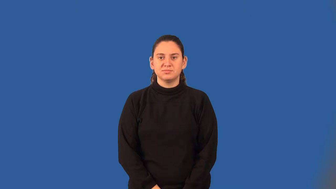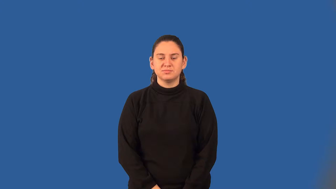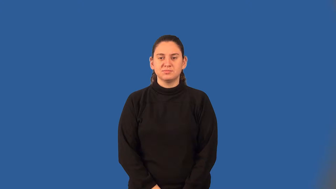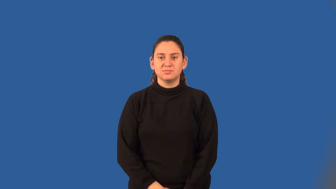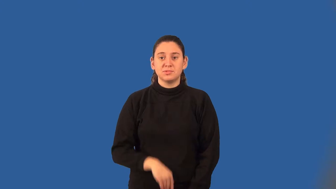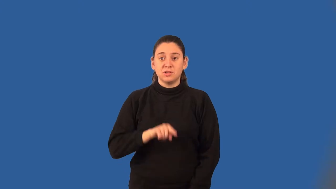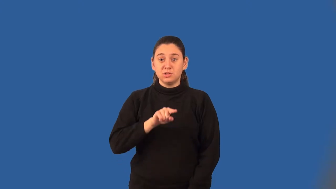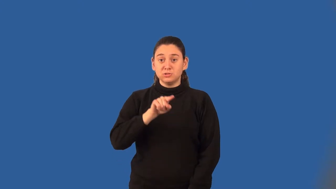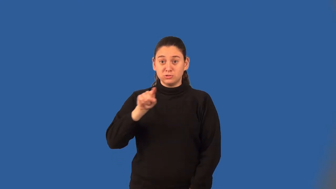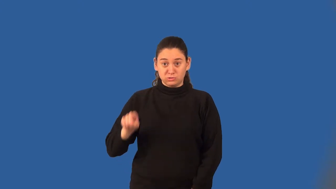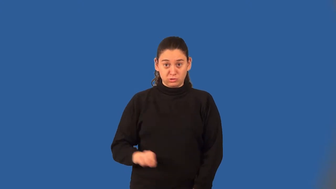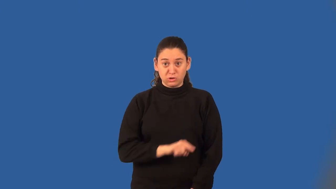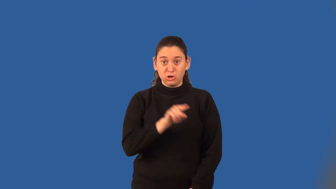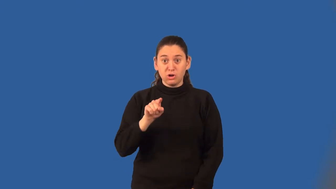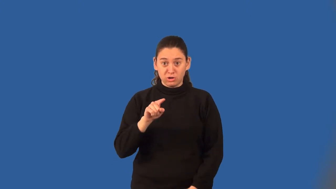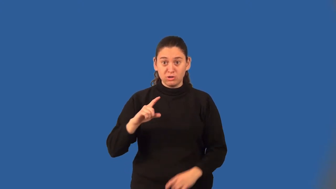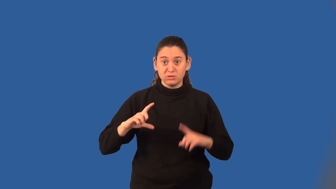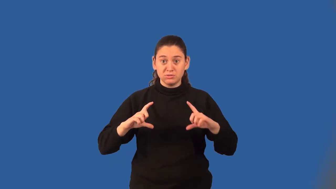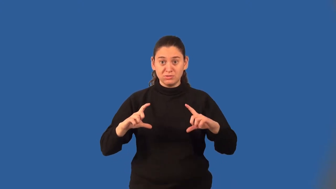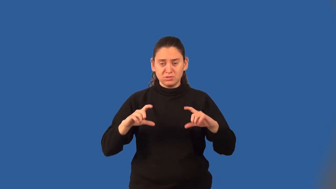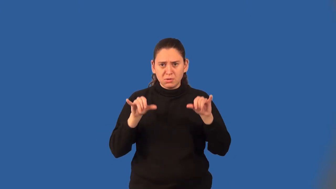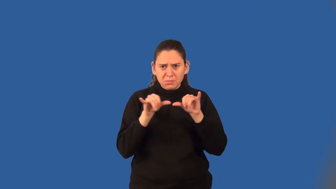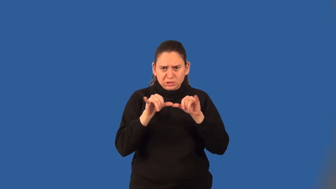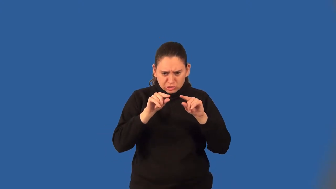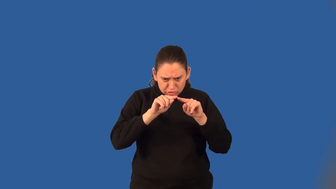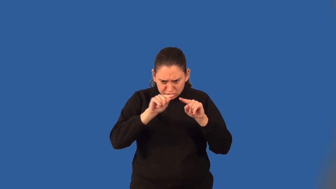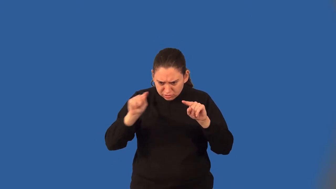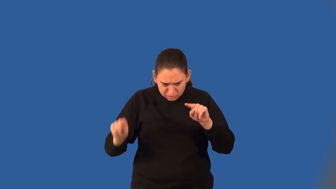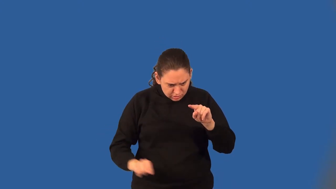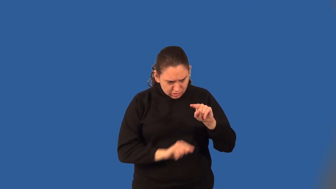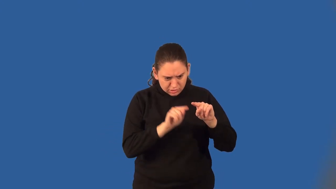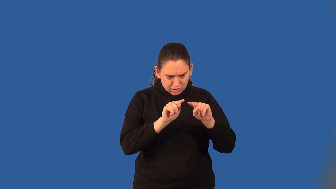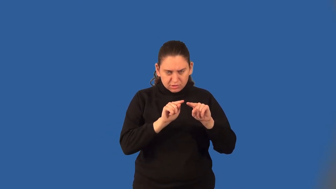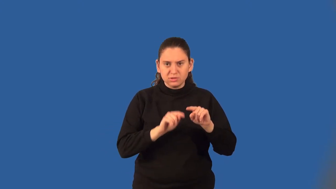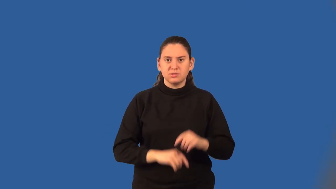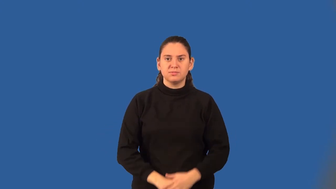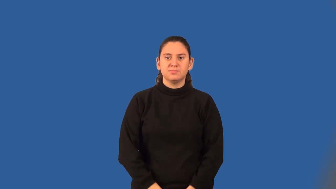circumference,girth